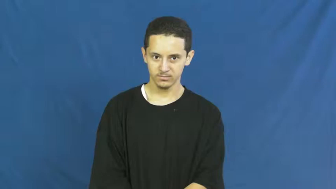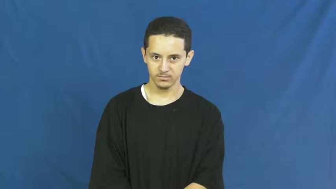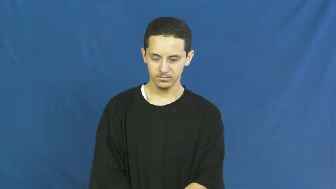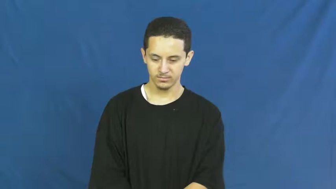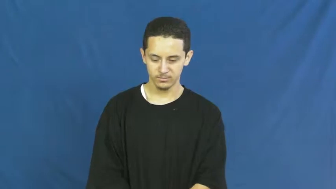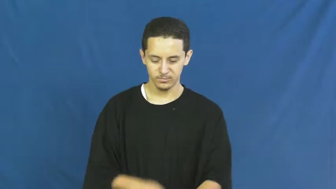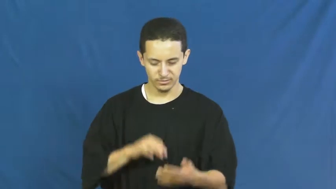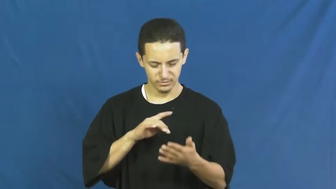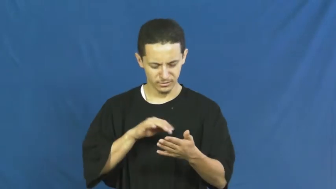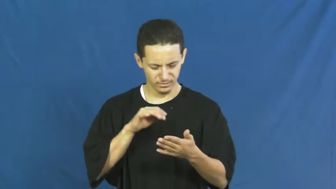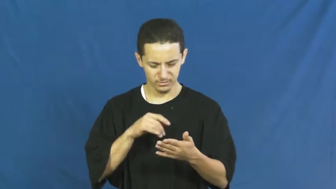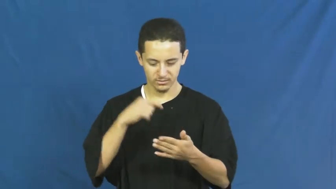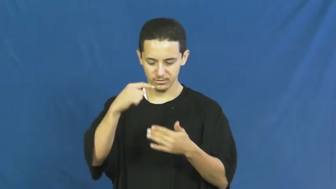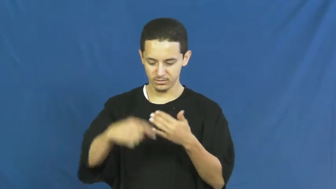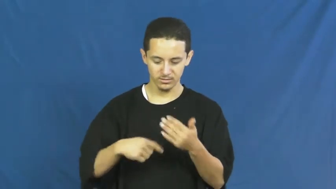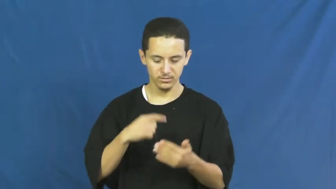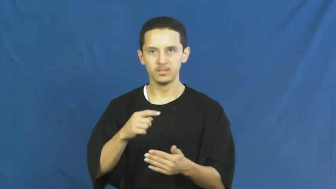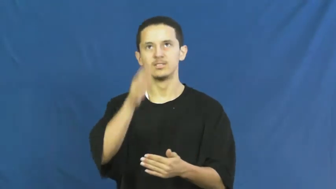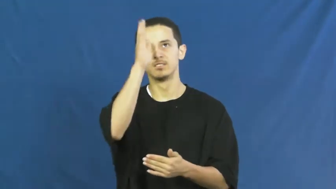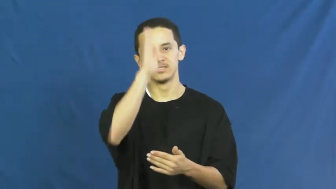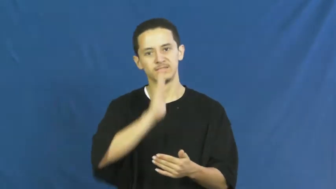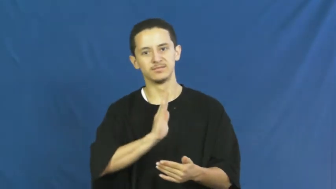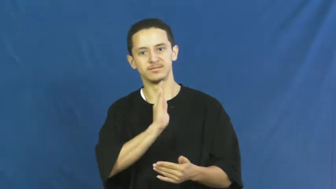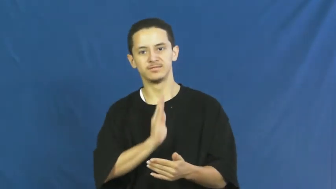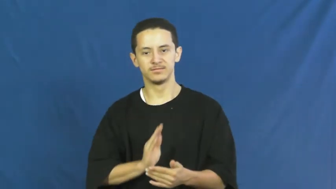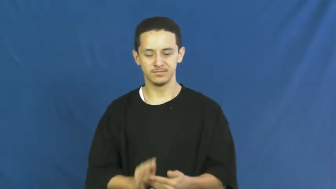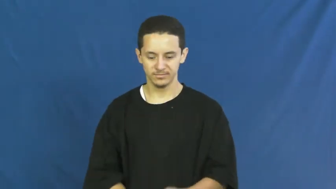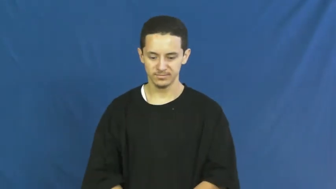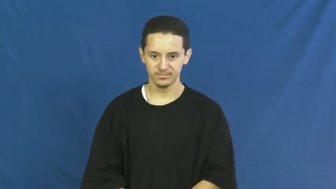theology